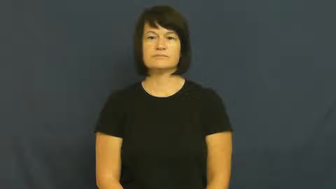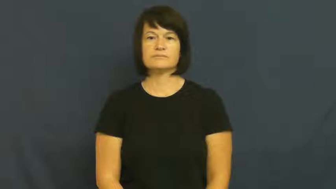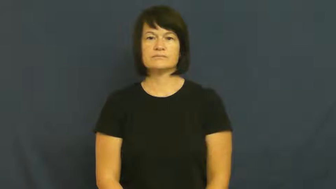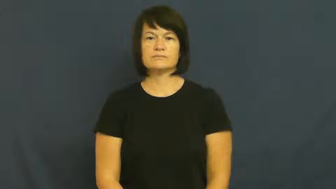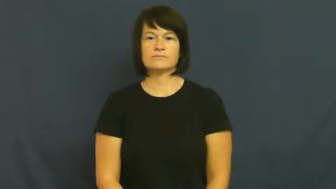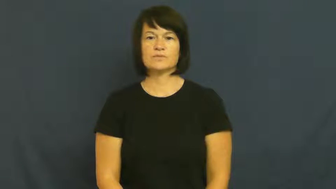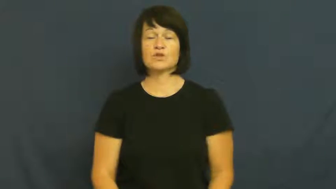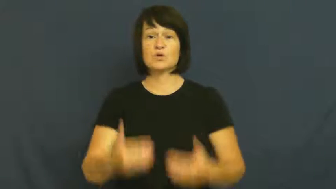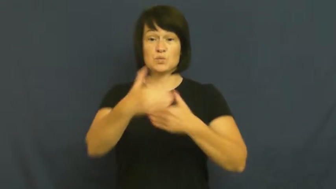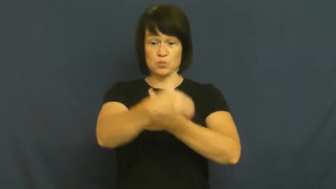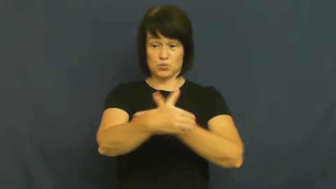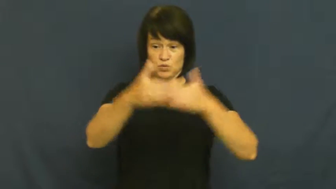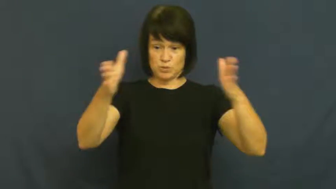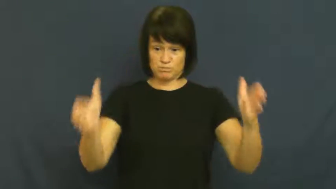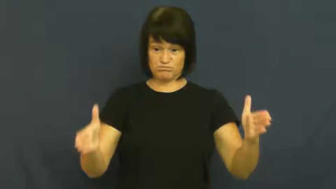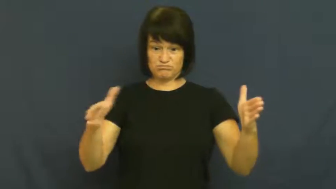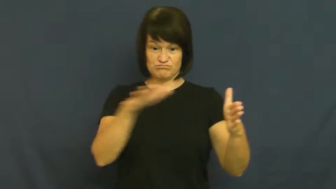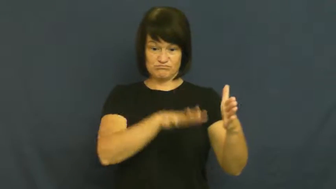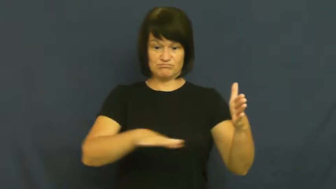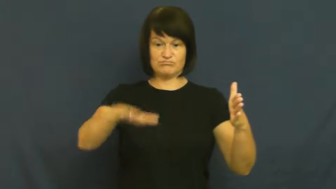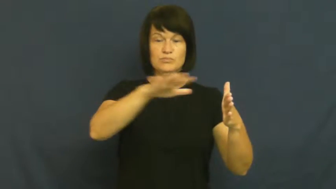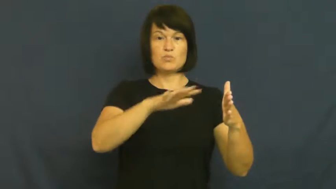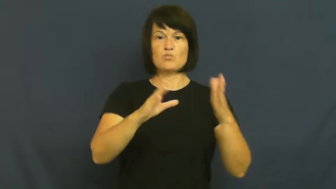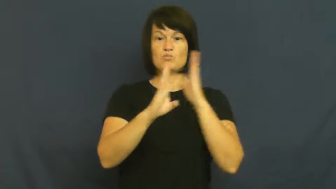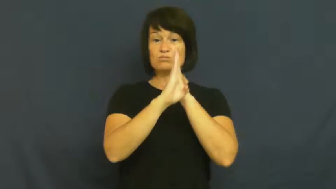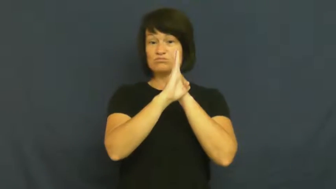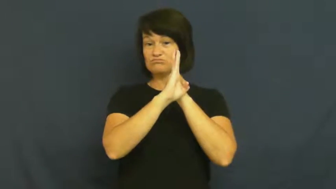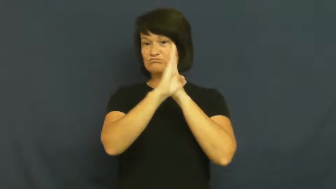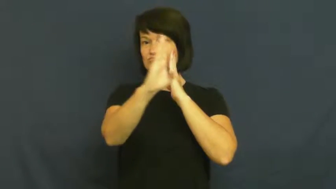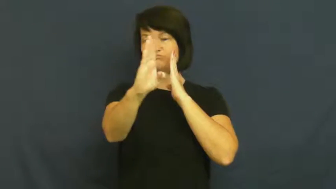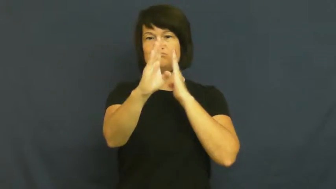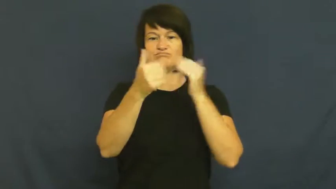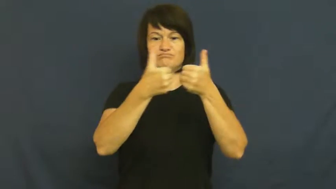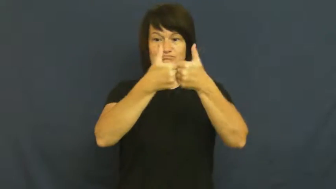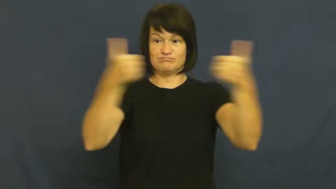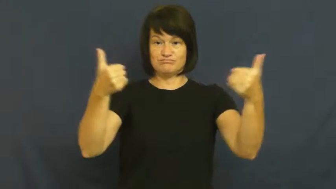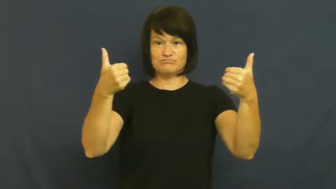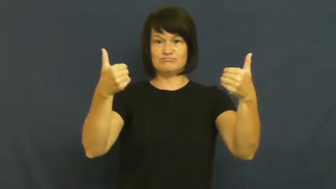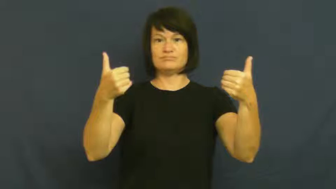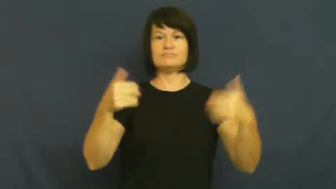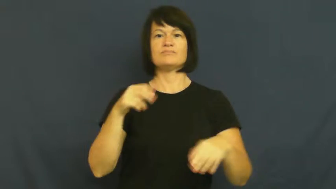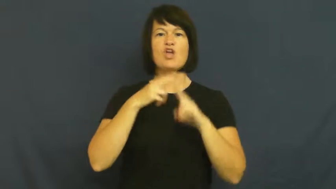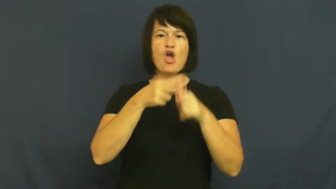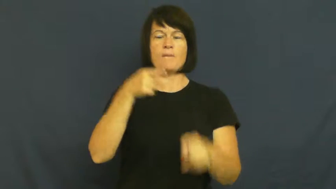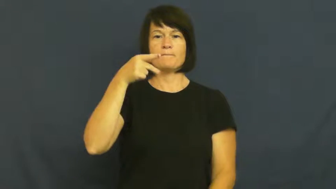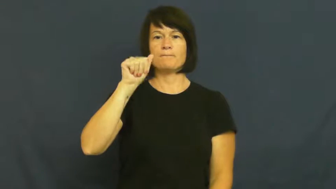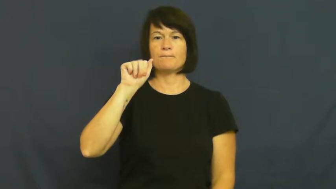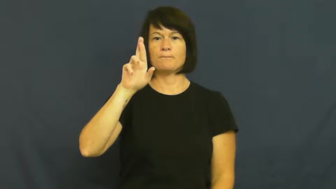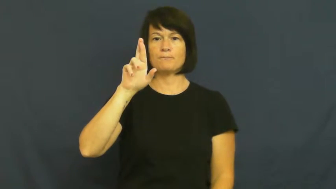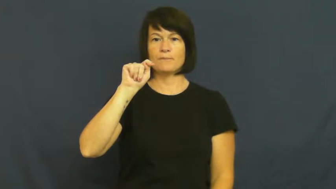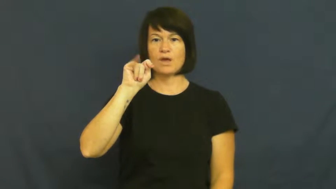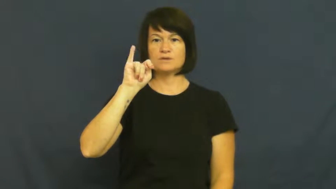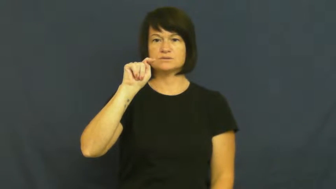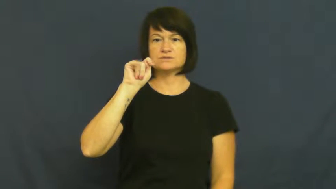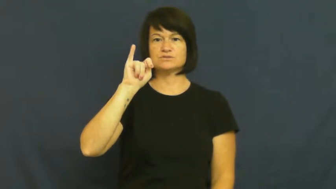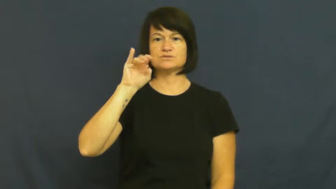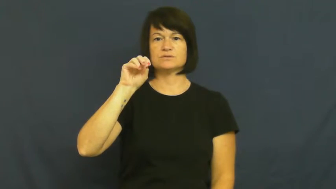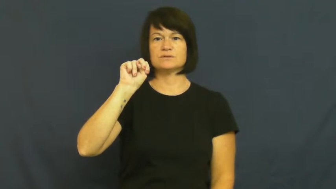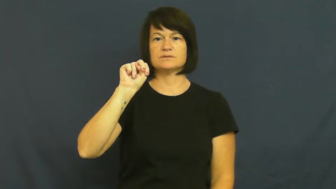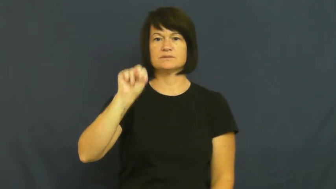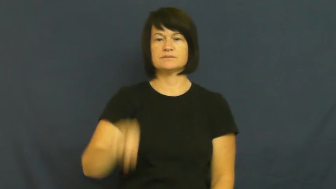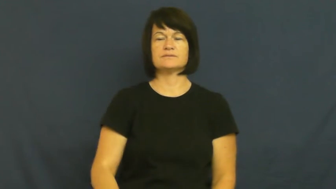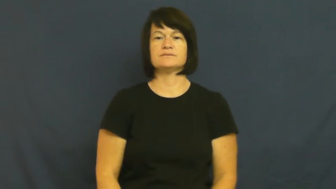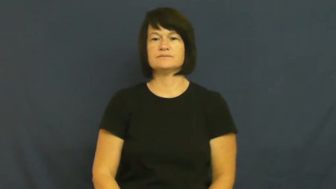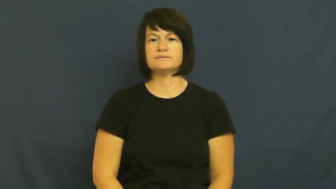partition